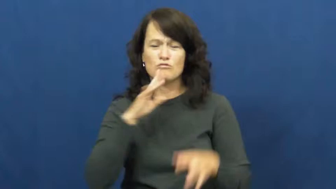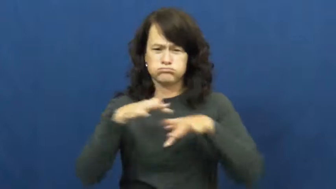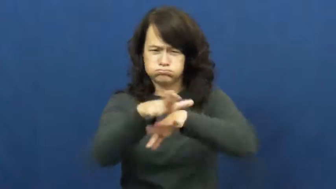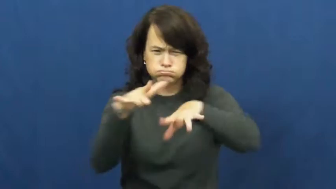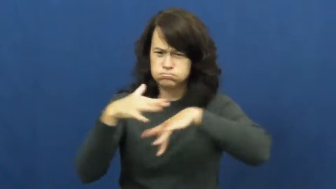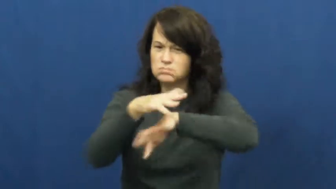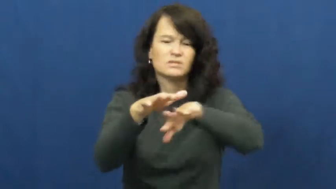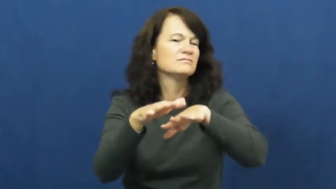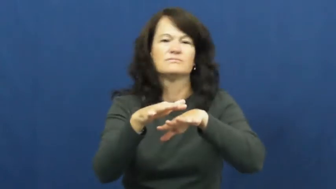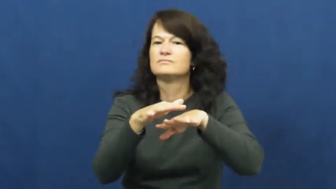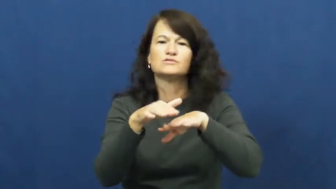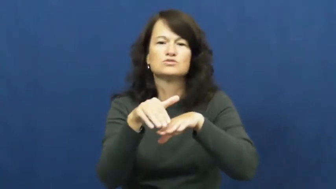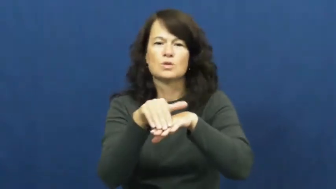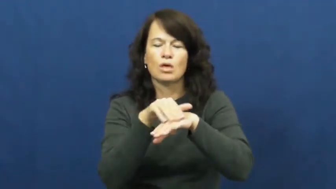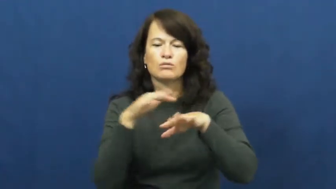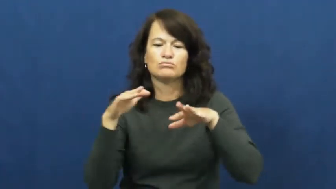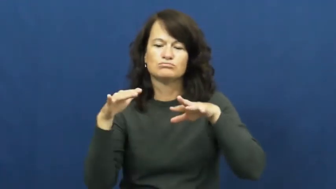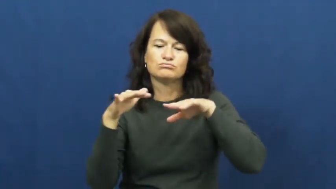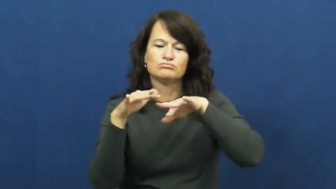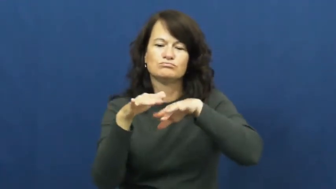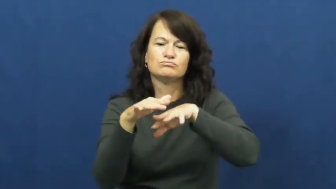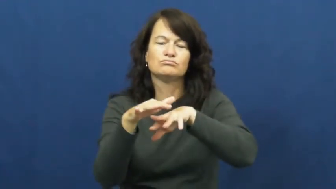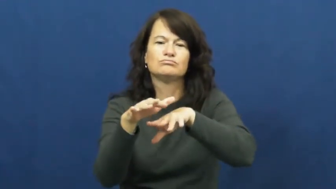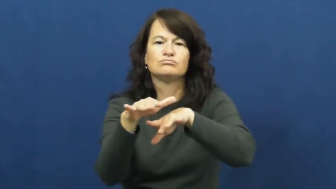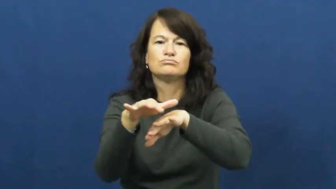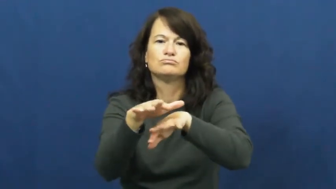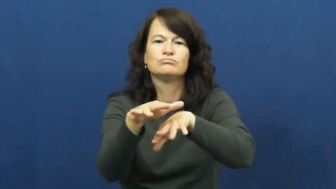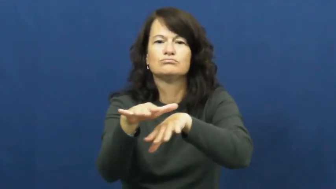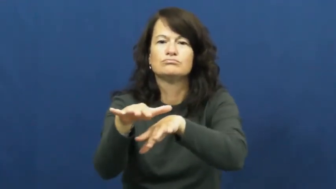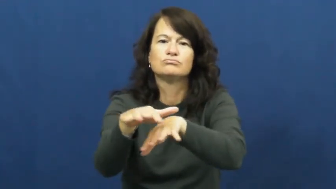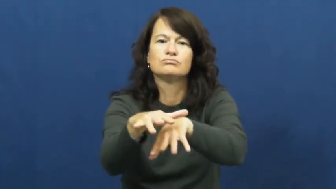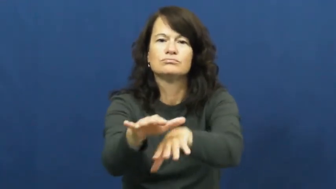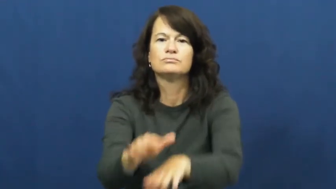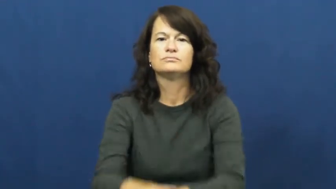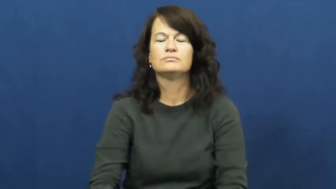trickle,trickle in